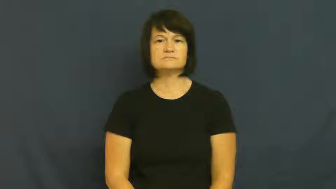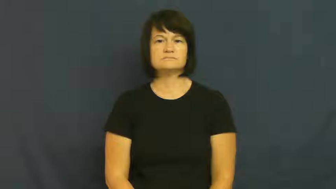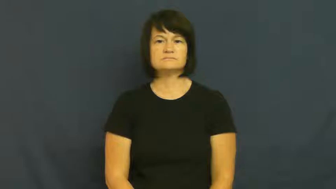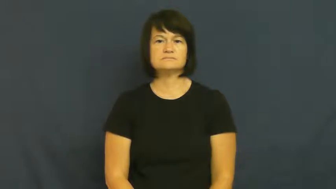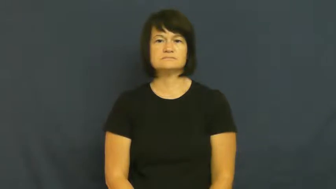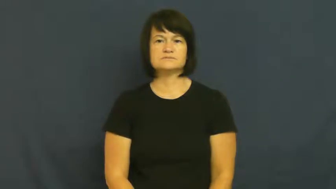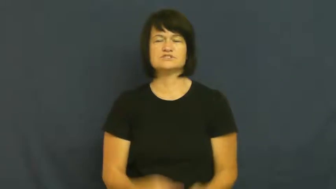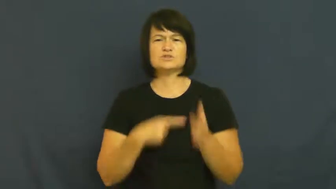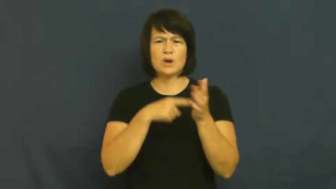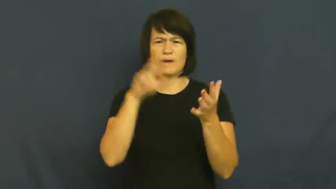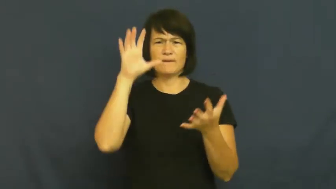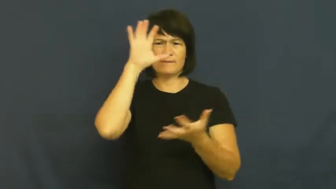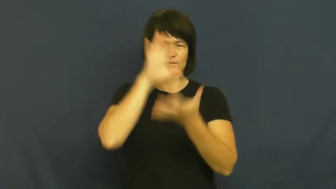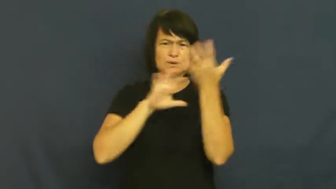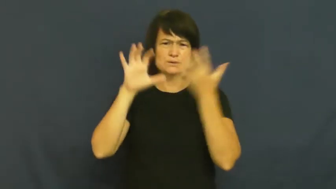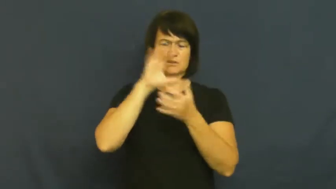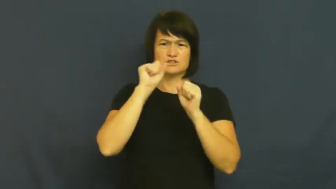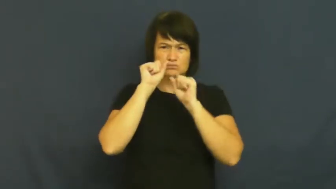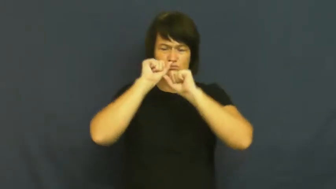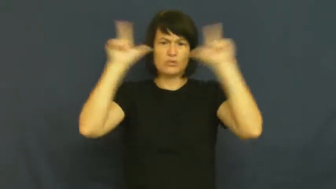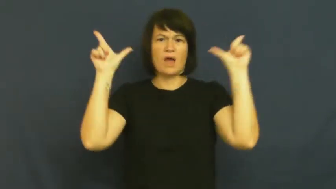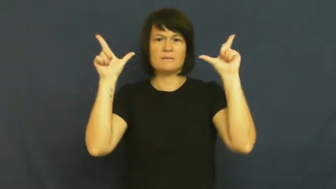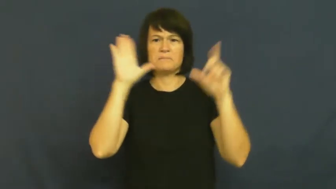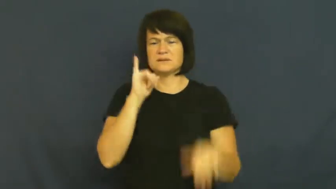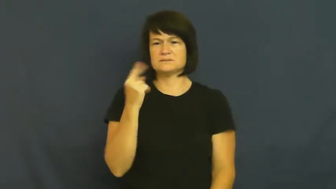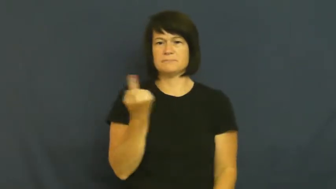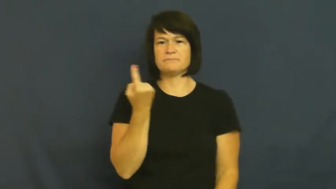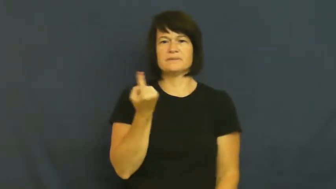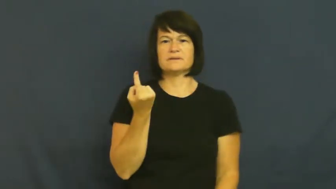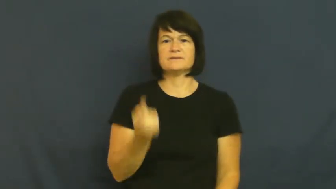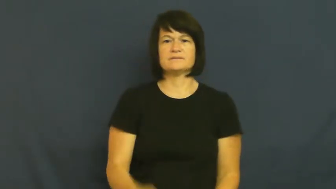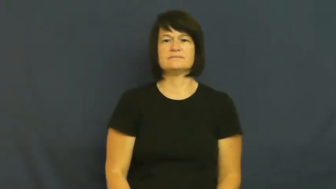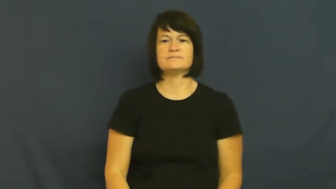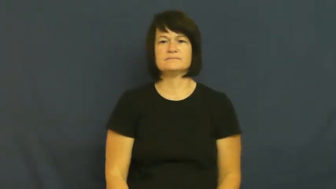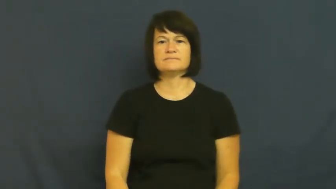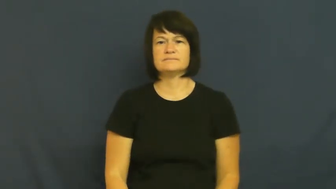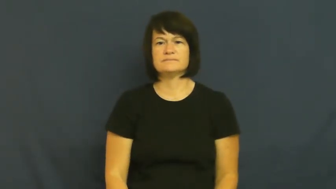quizzical